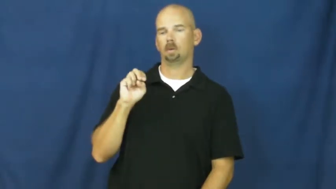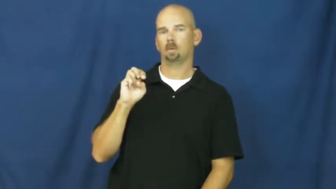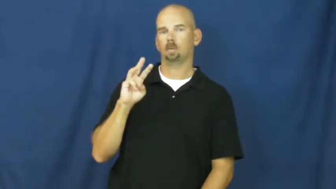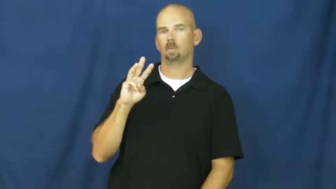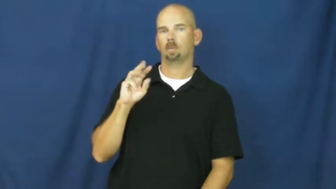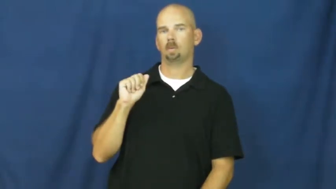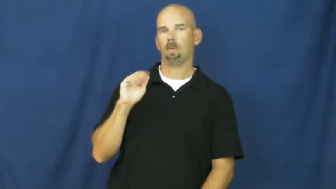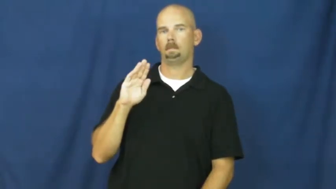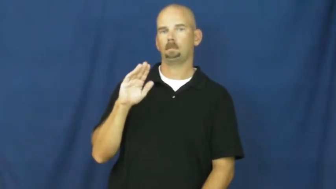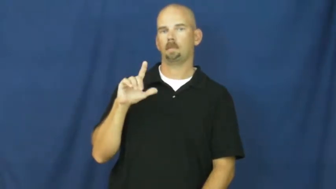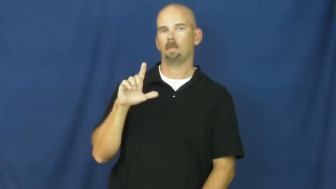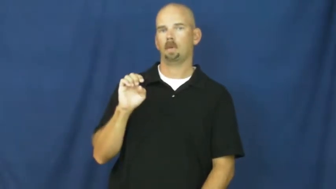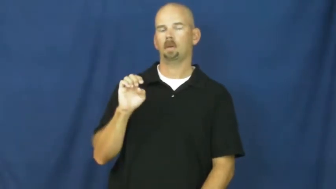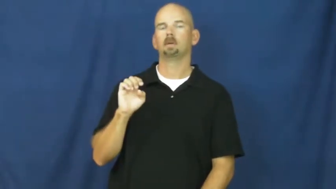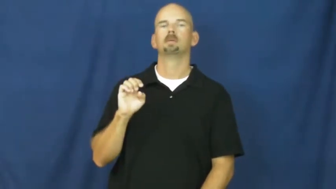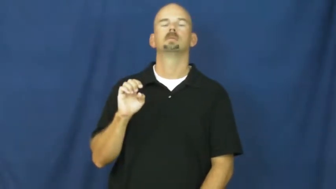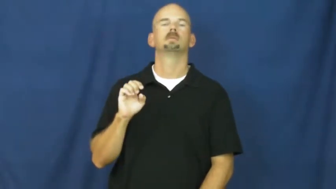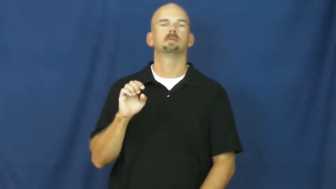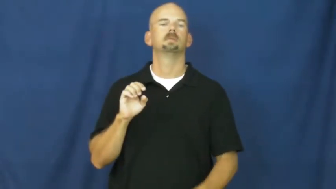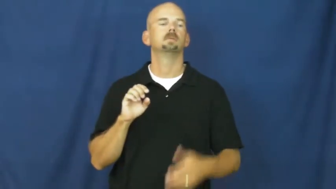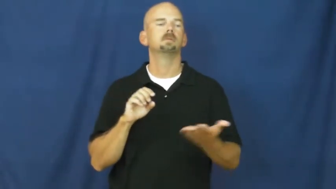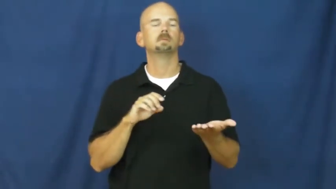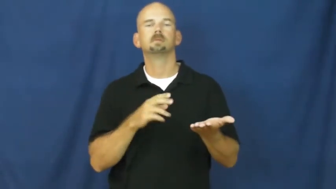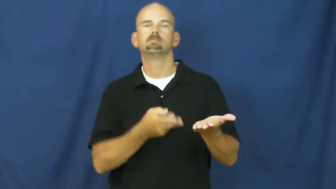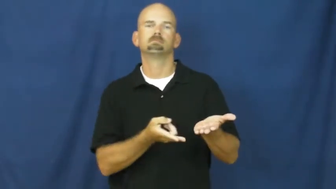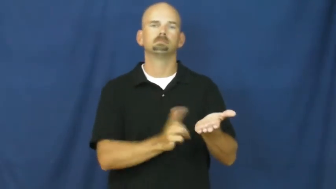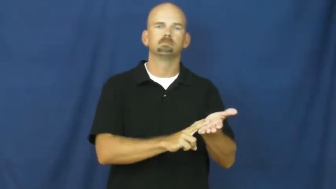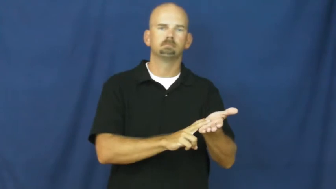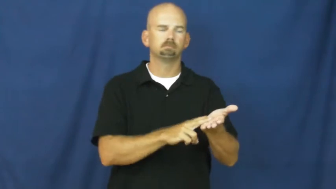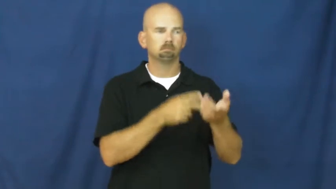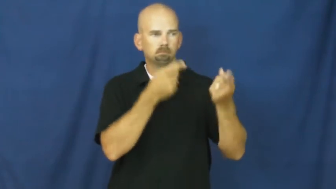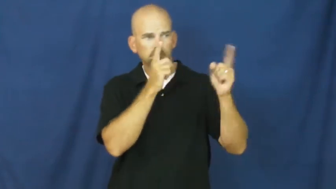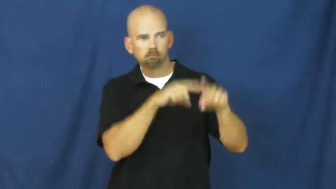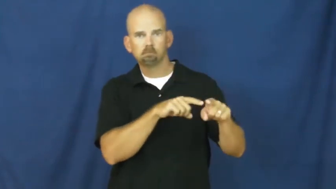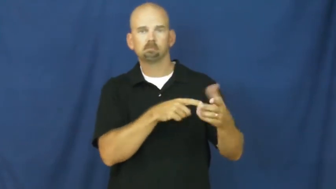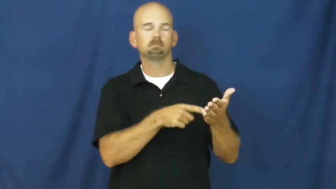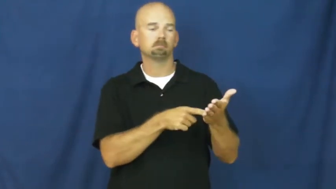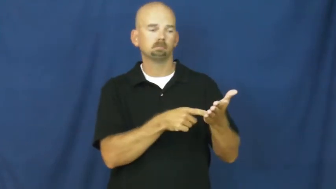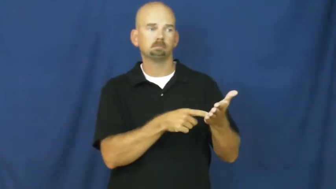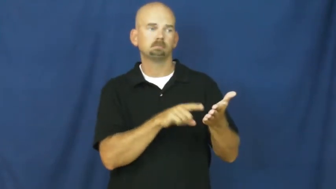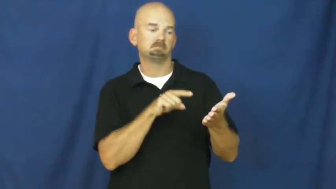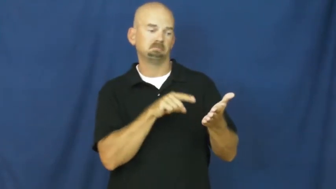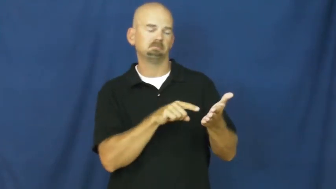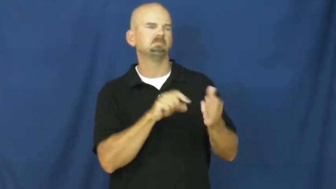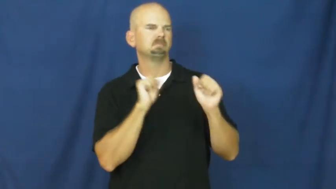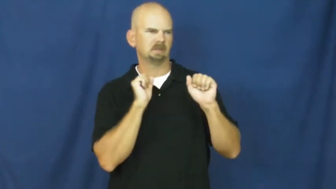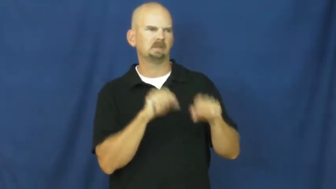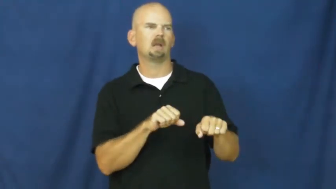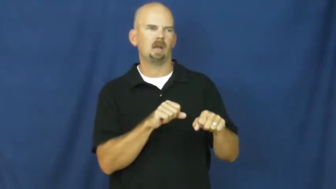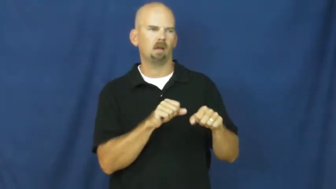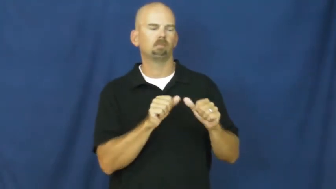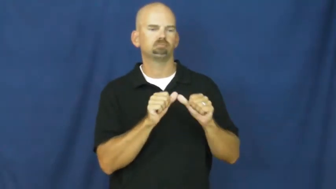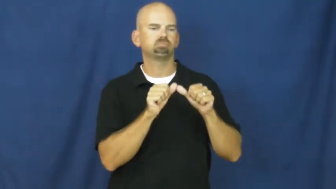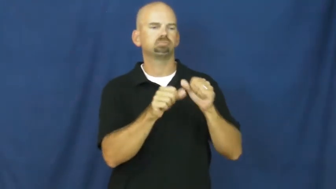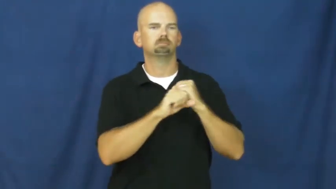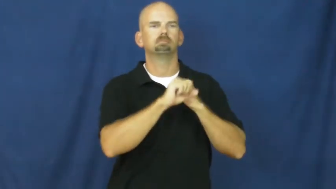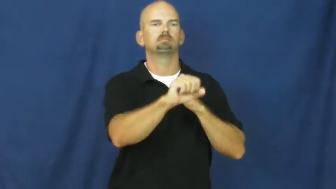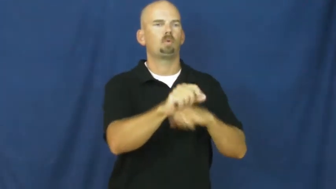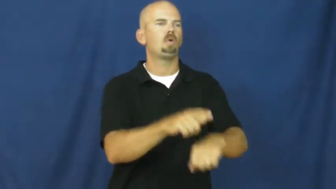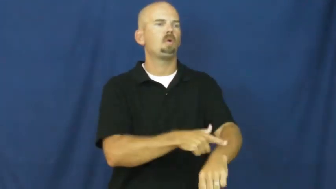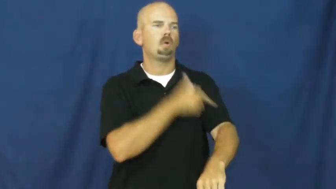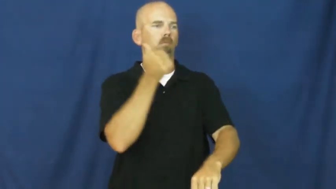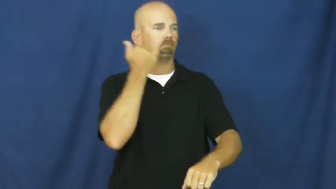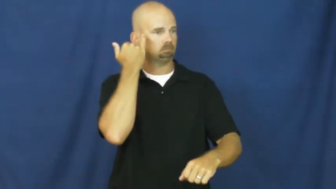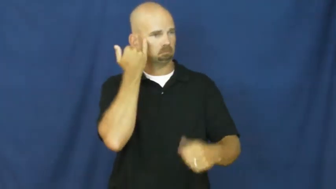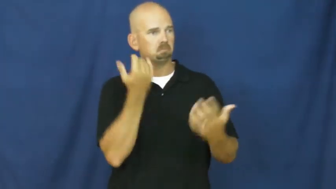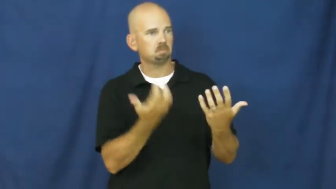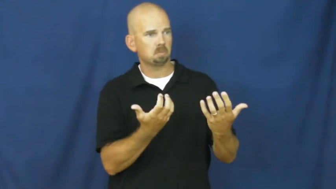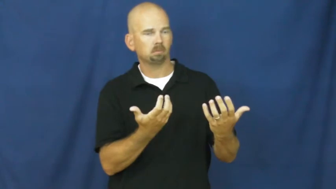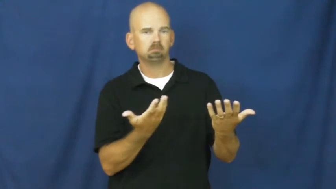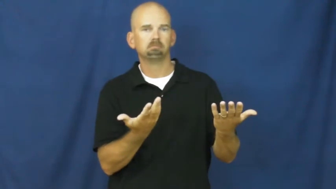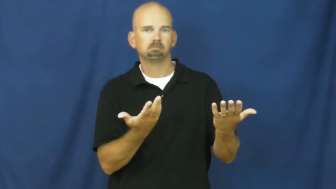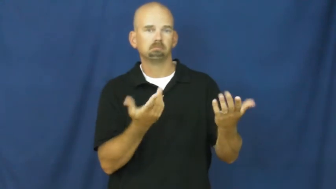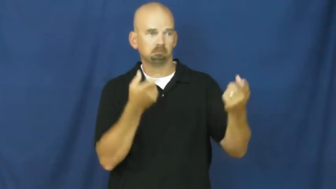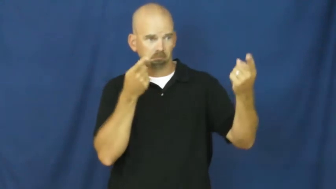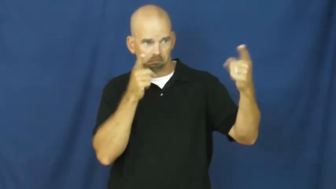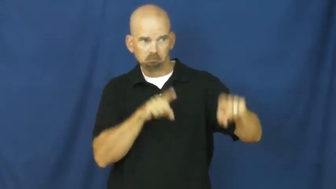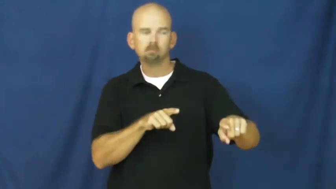renewable-contract